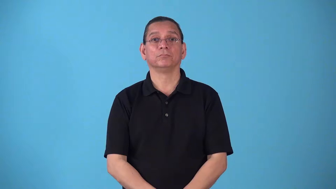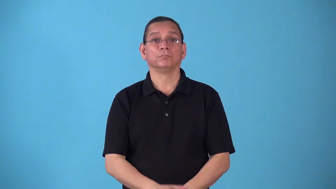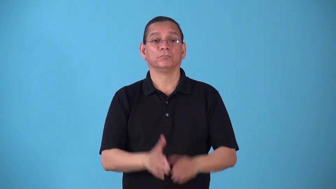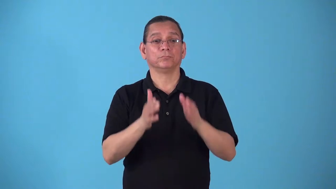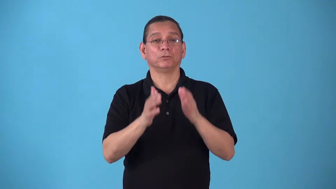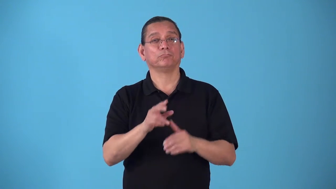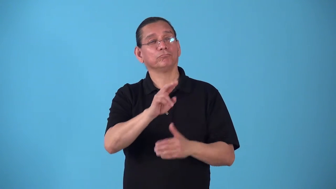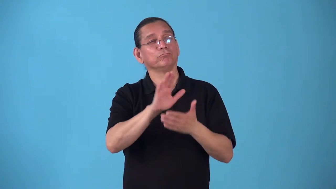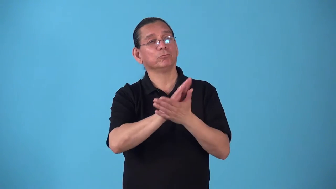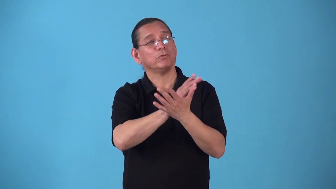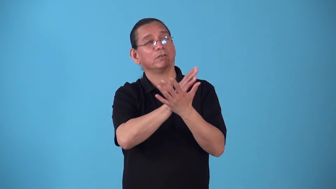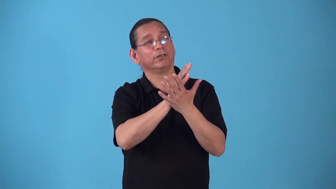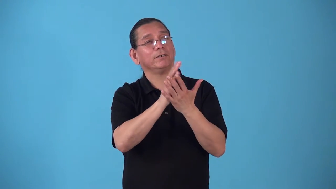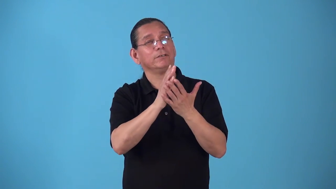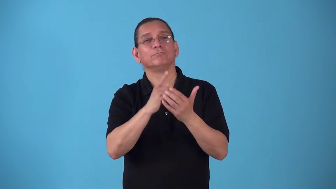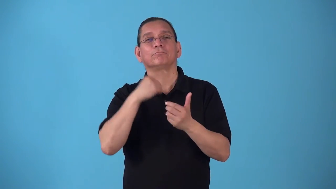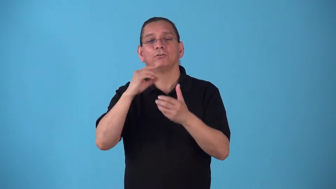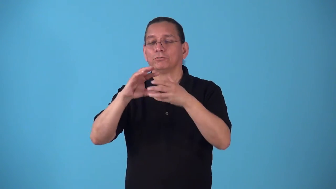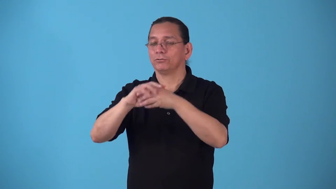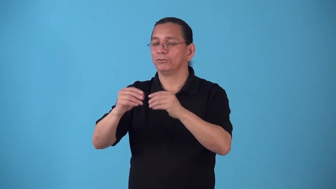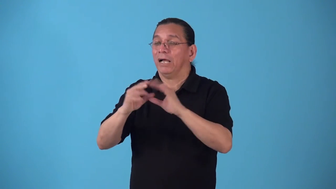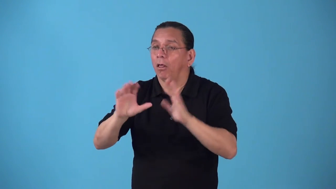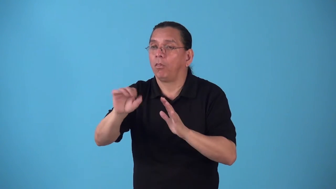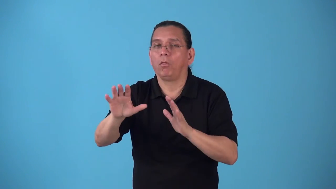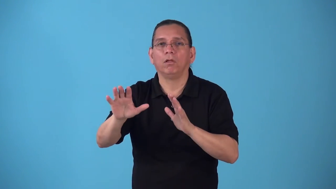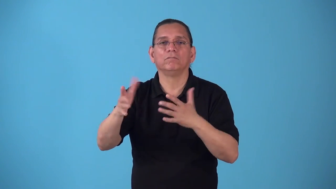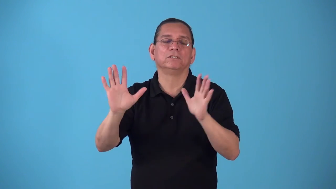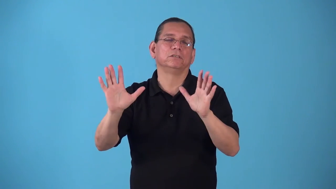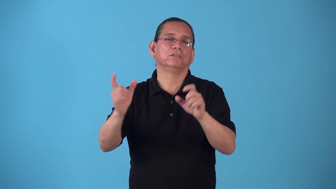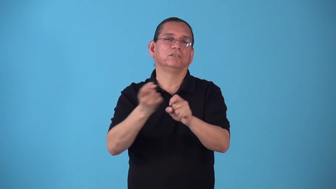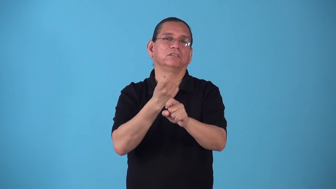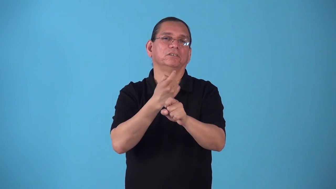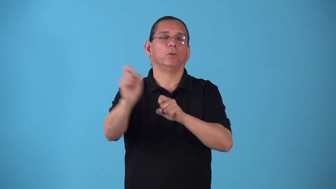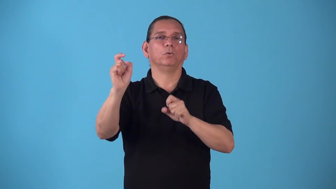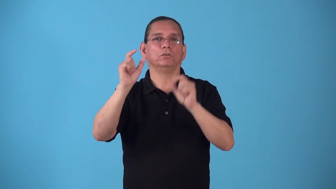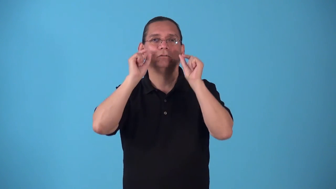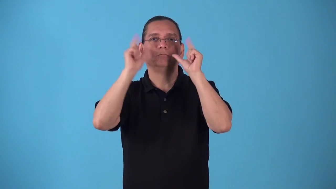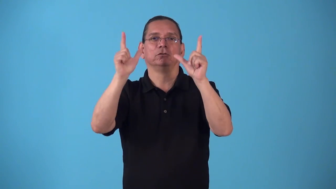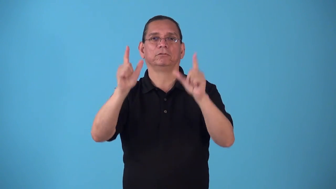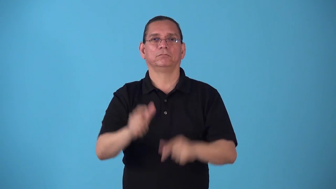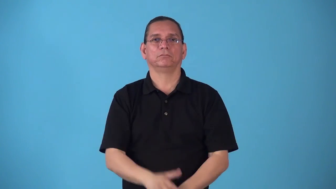spoiler-tell someone the ending and spoil surprise